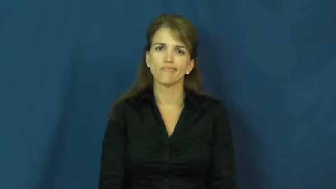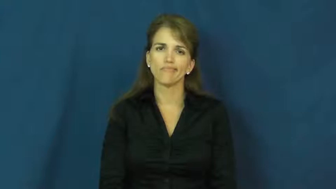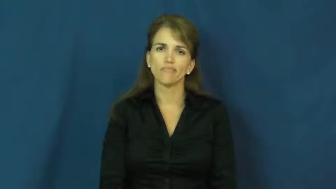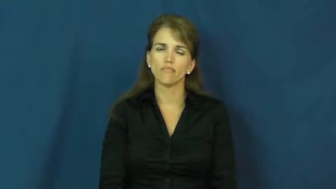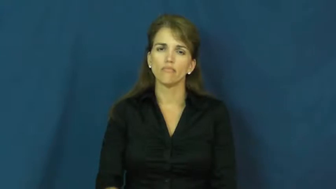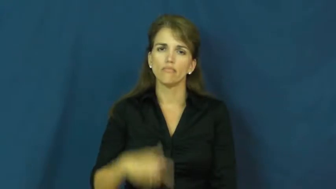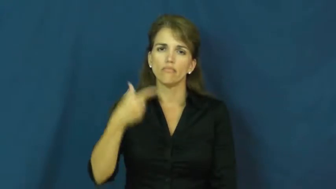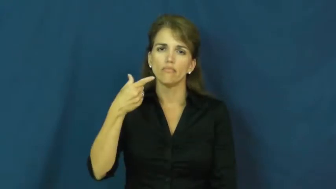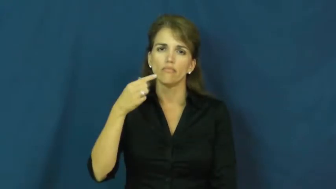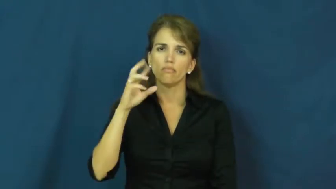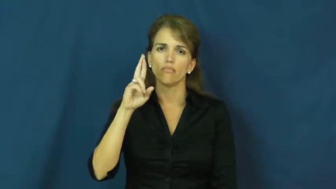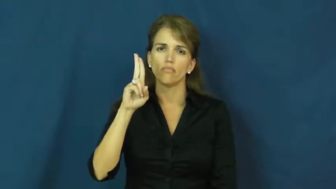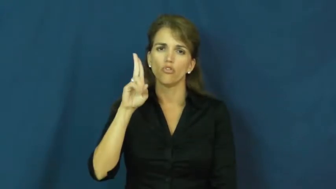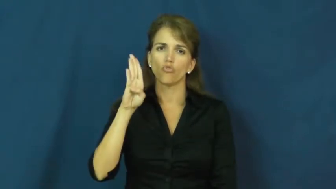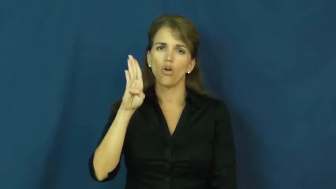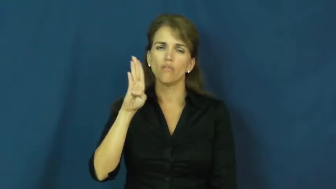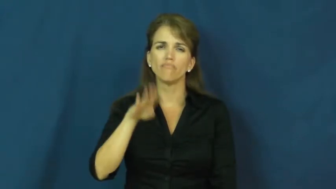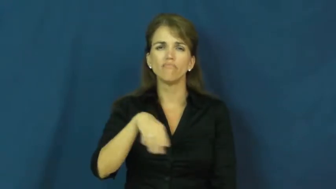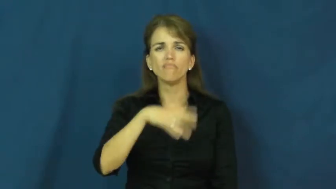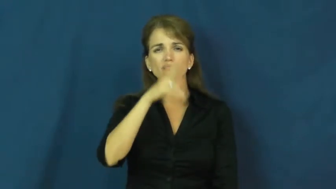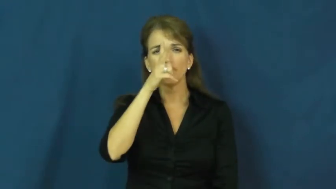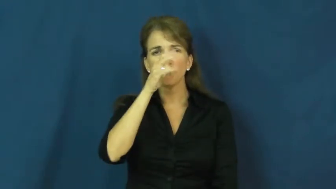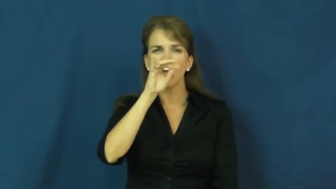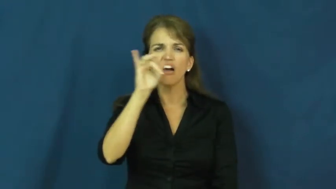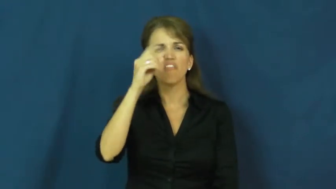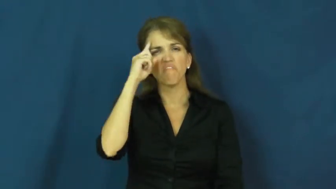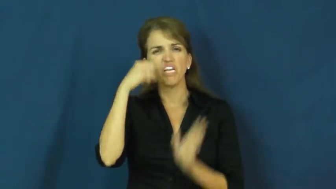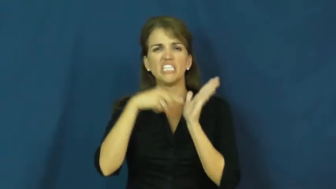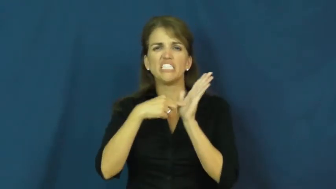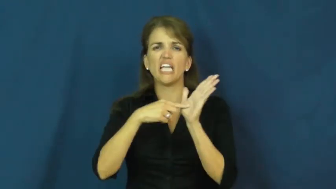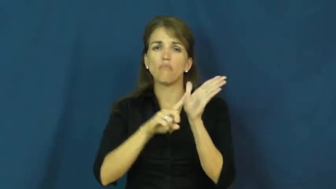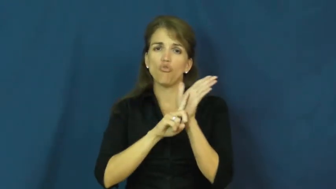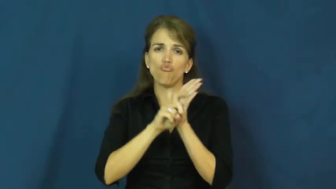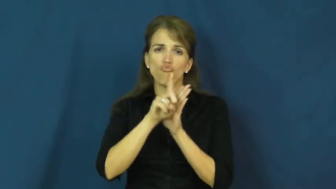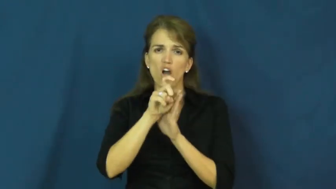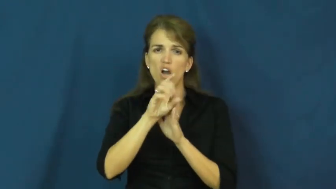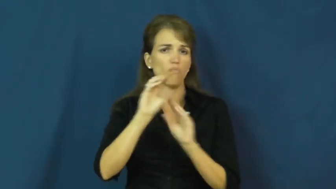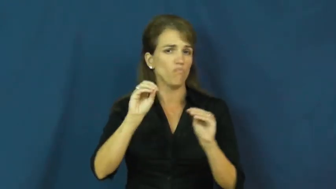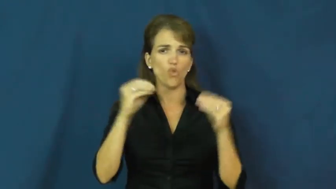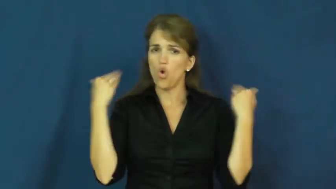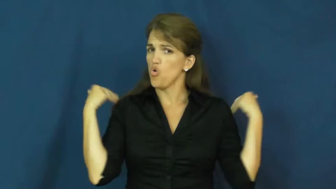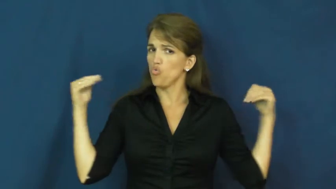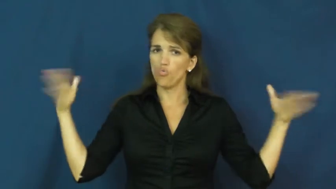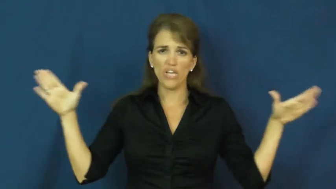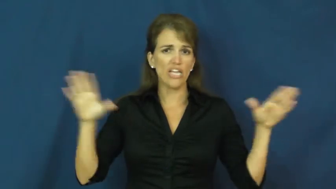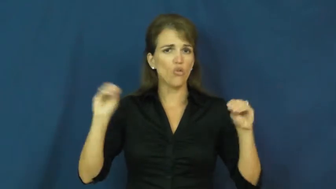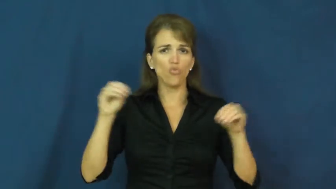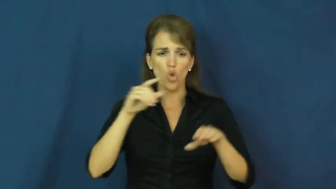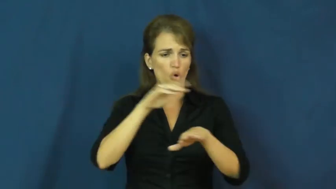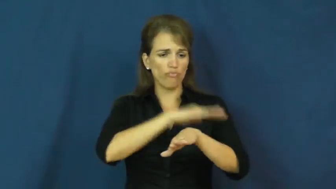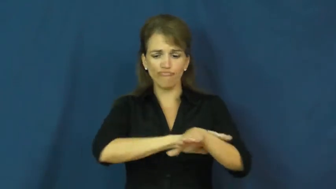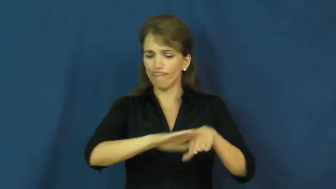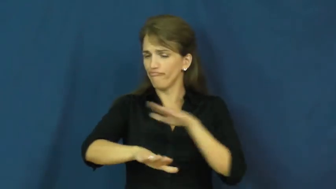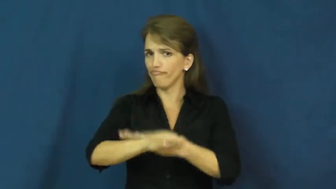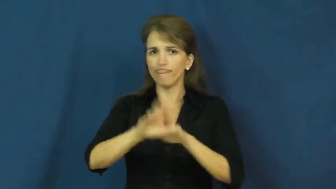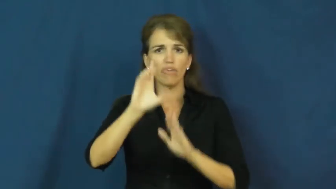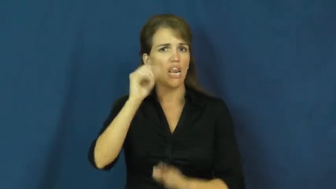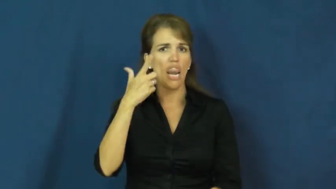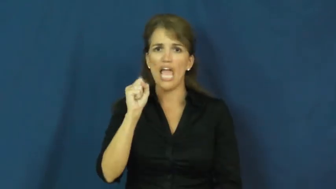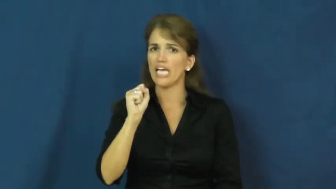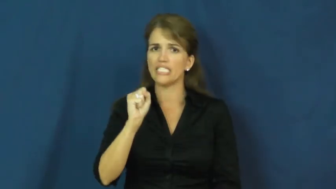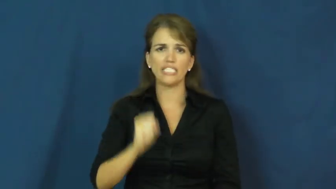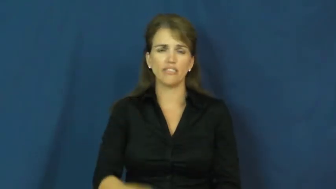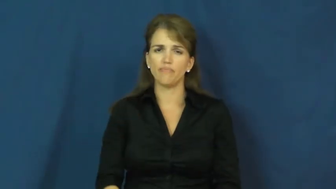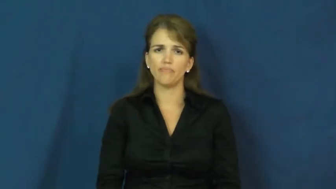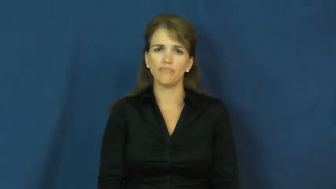grub-bug